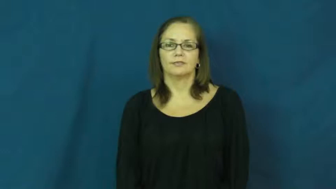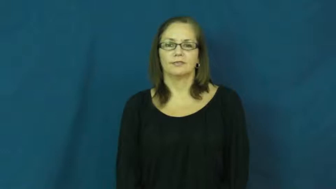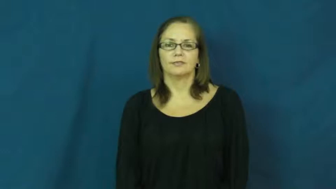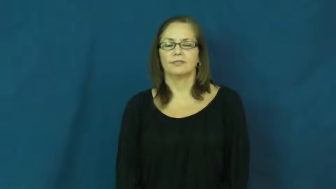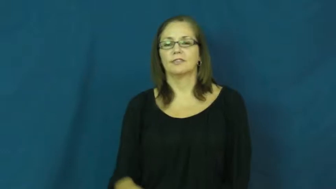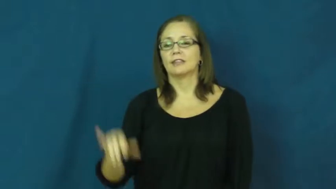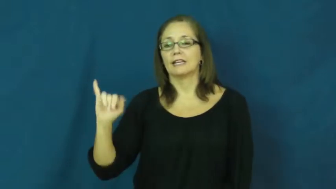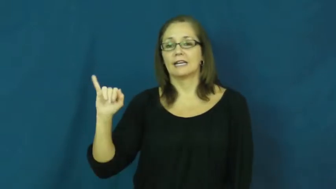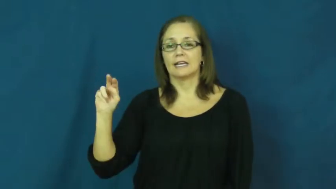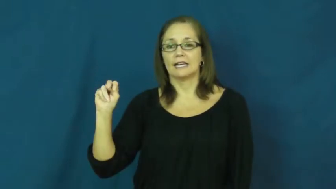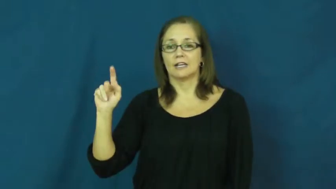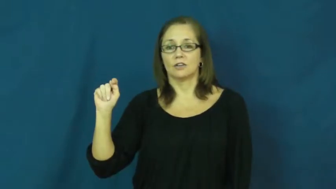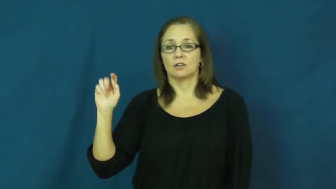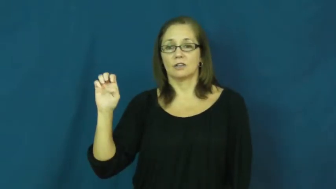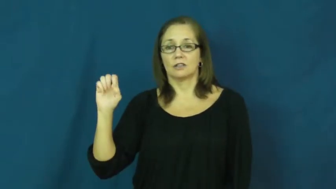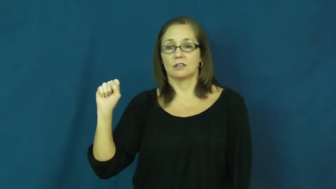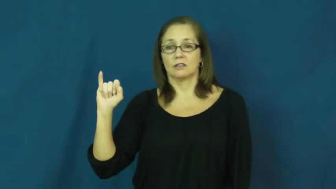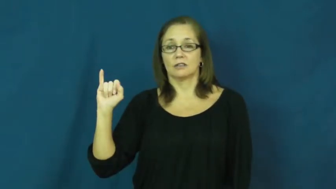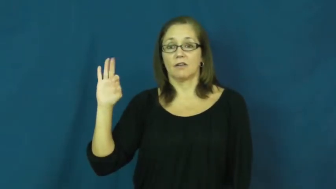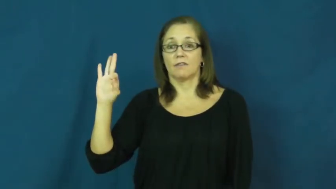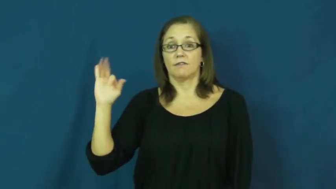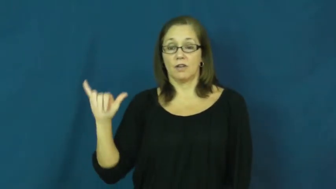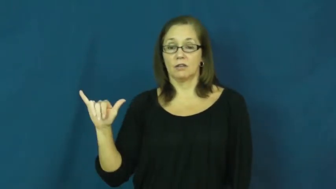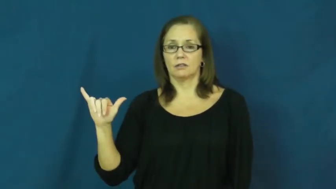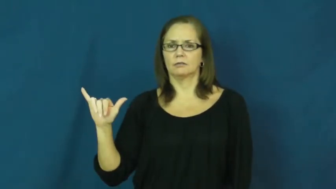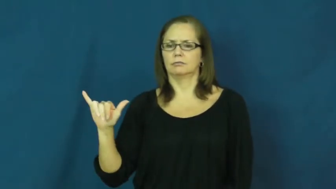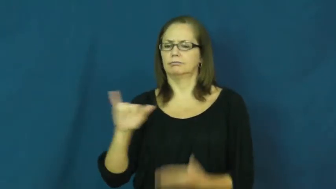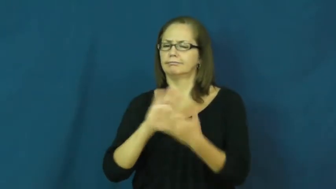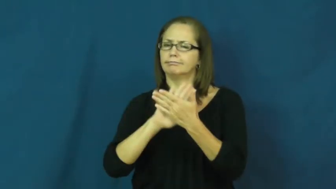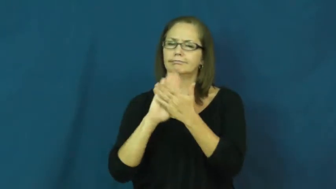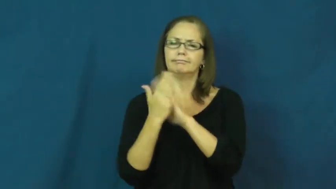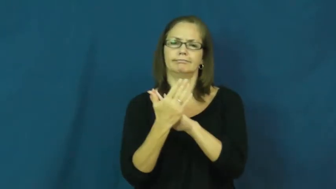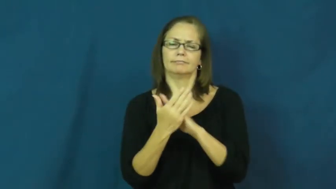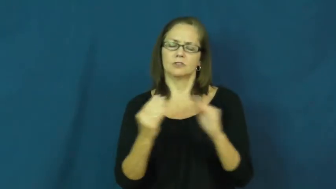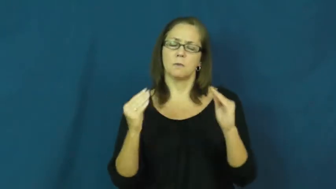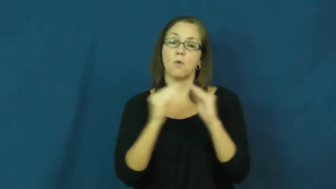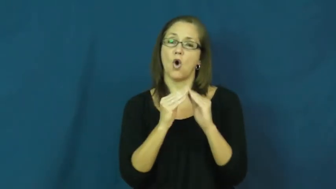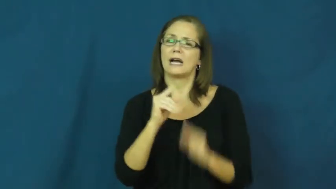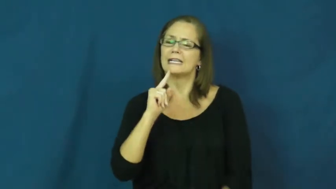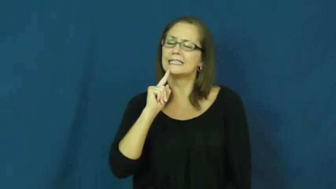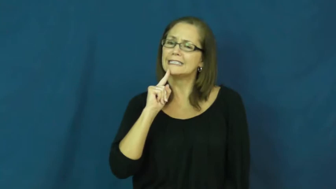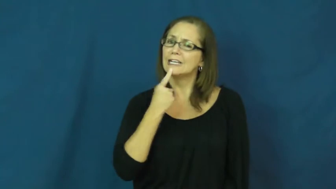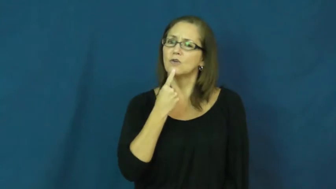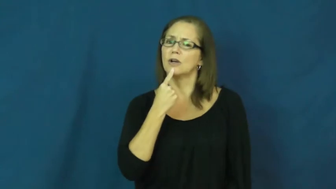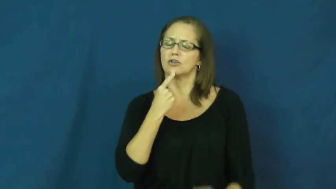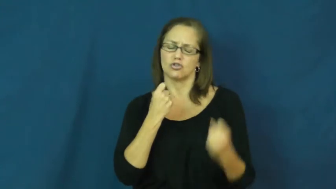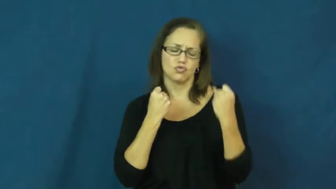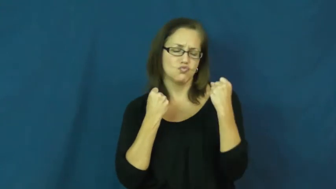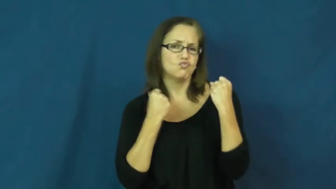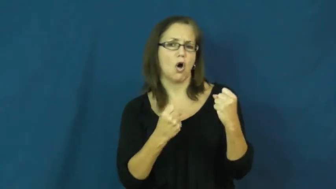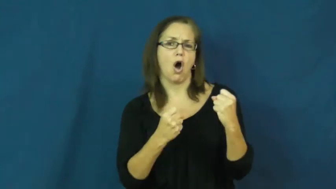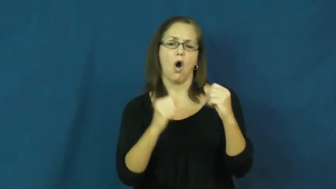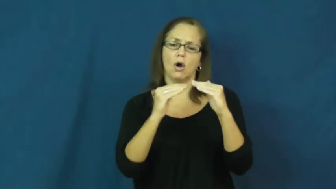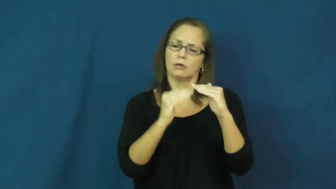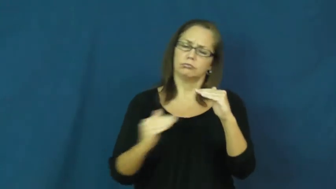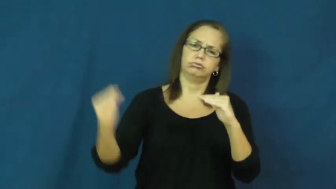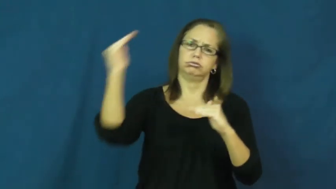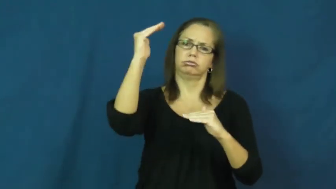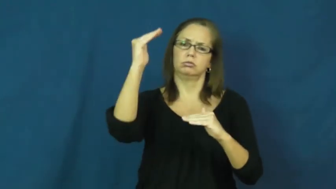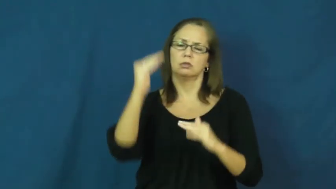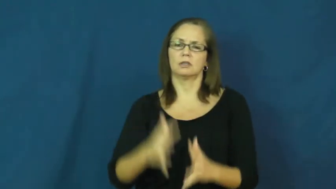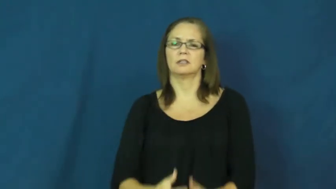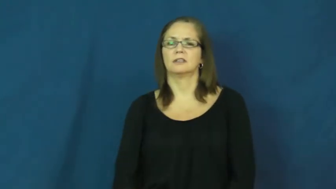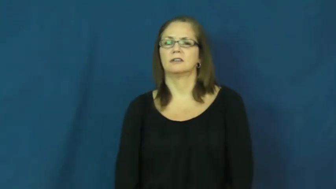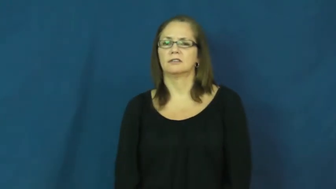intensify